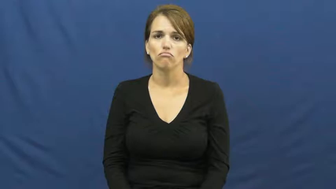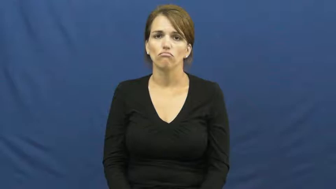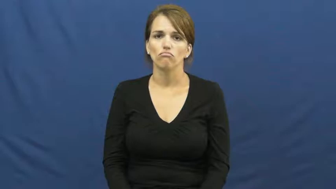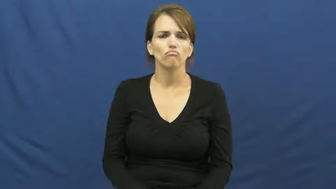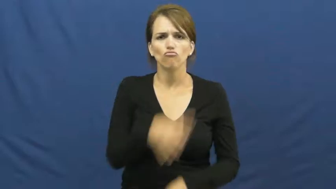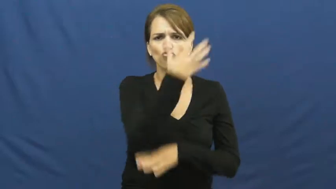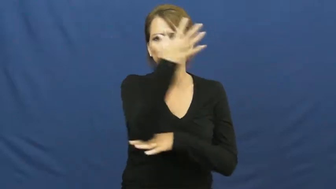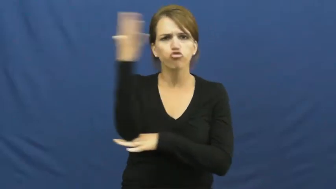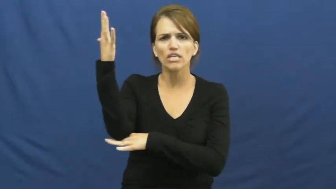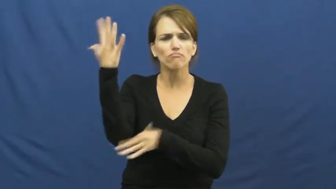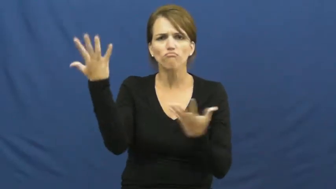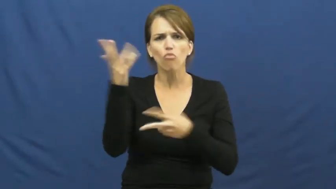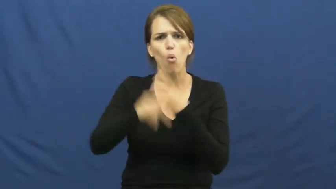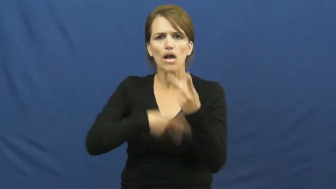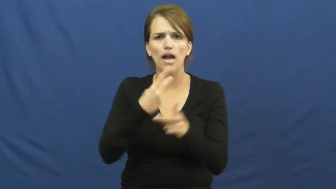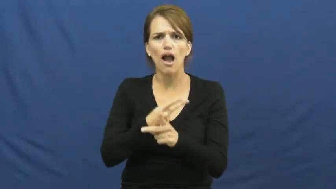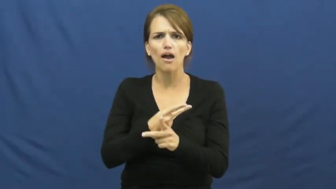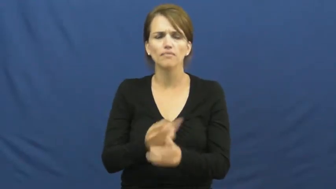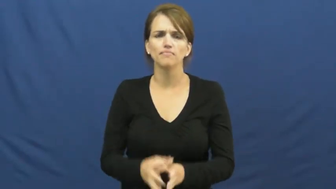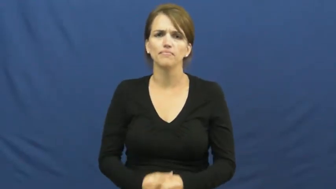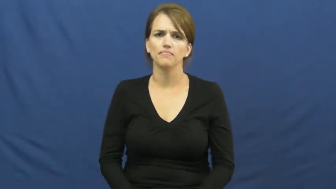kind of tree